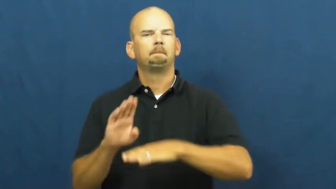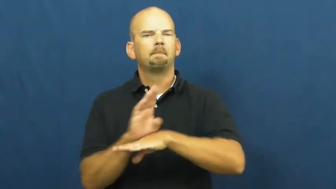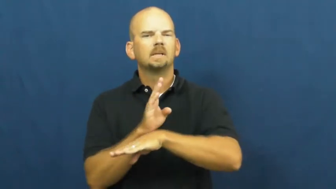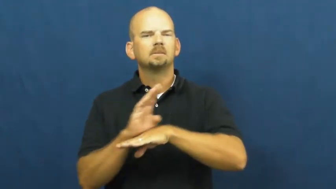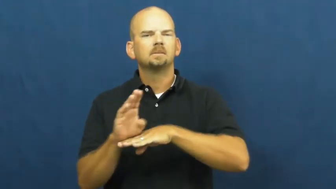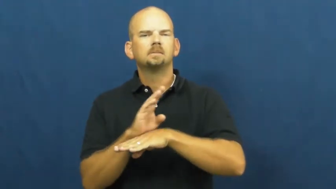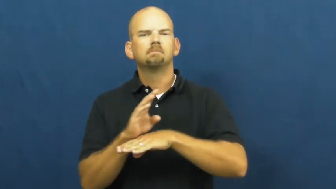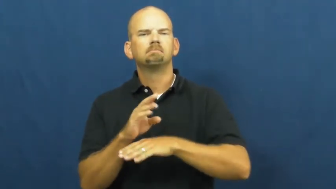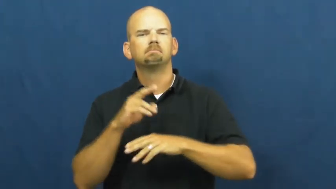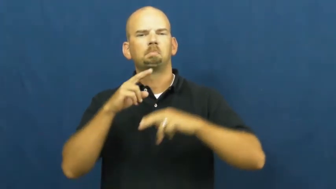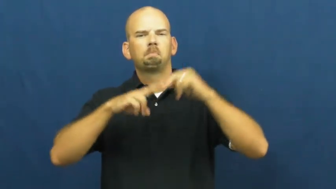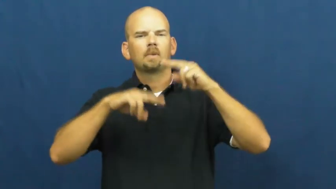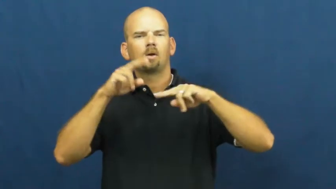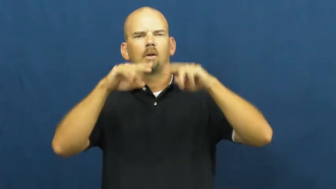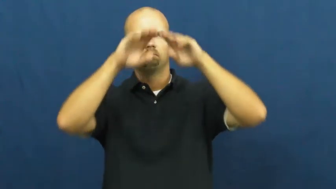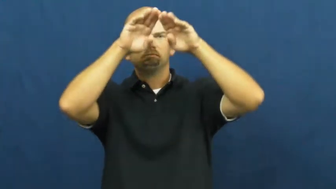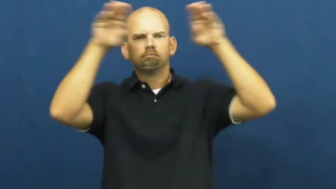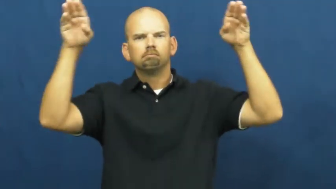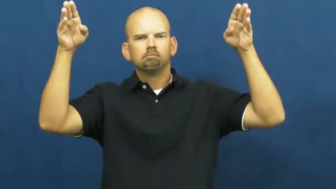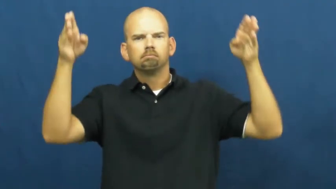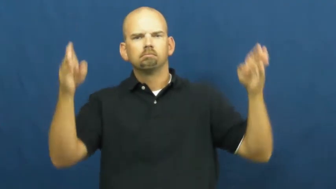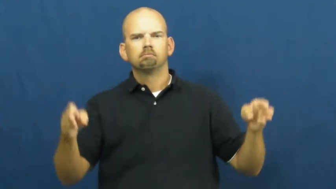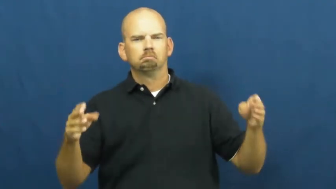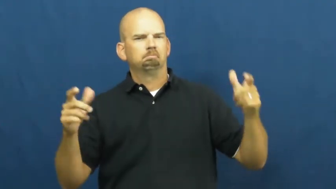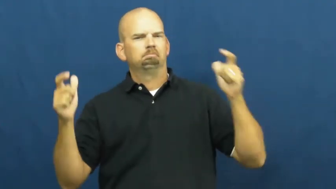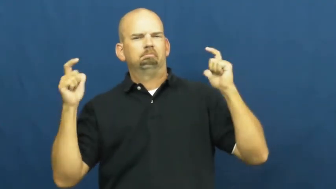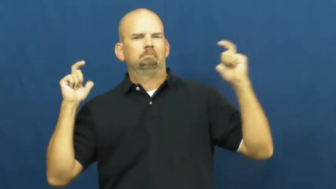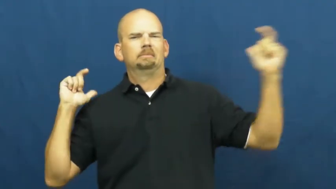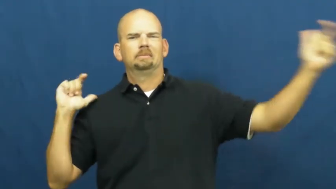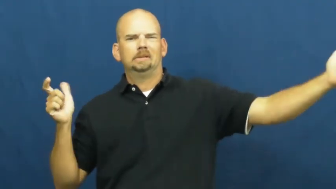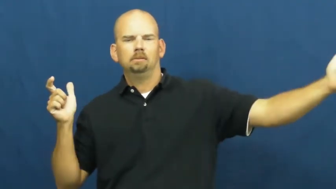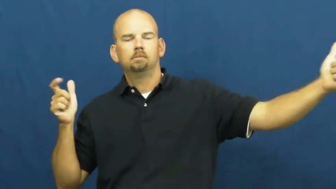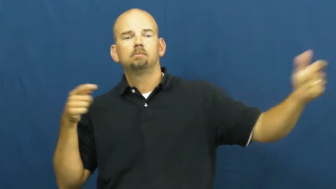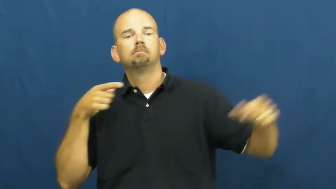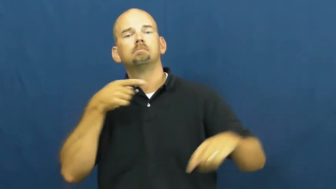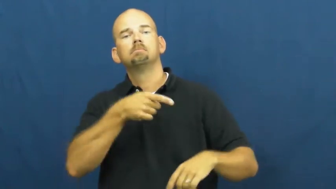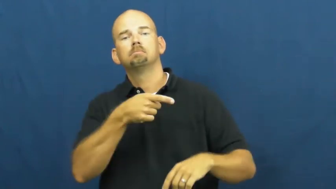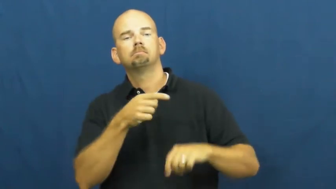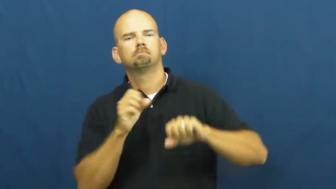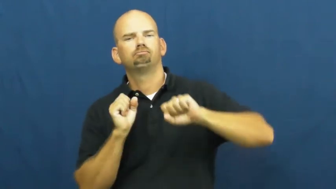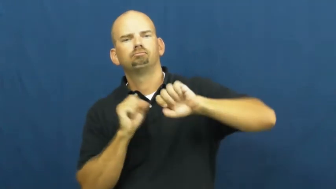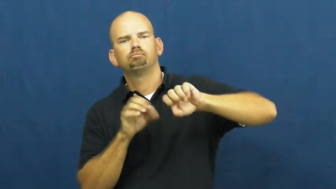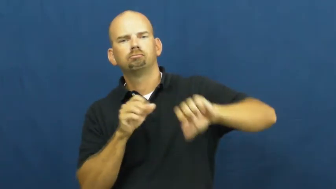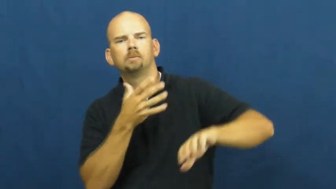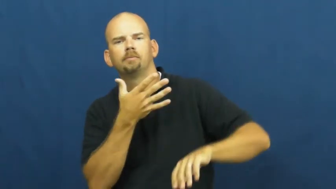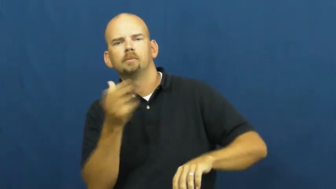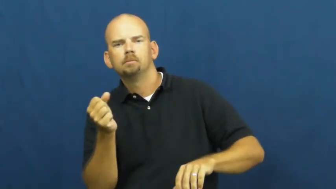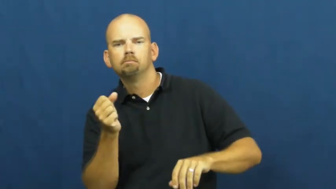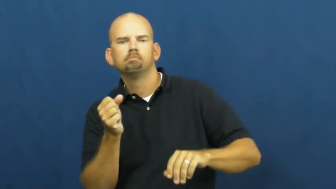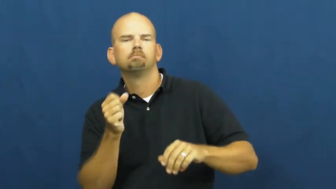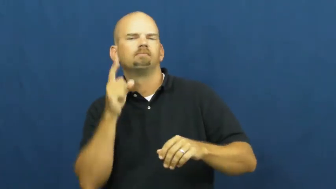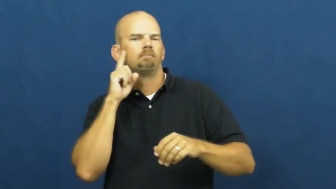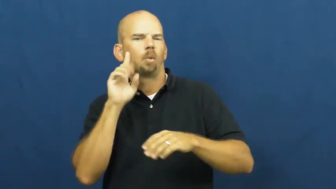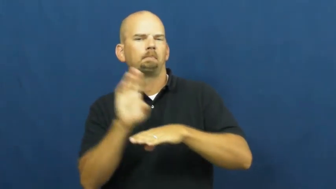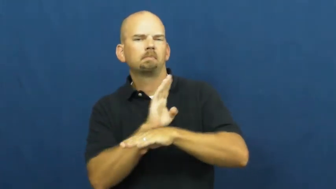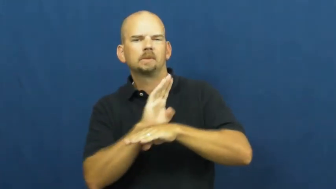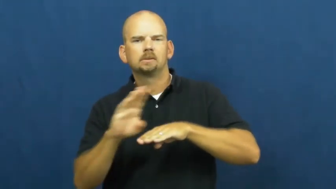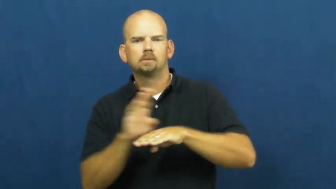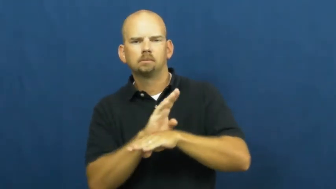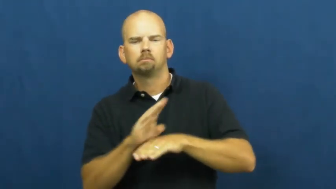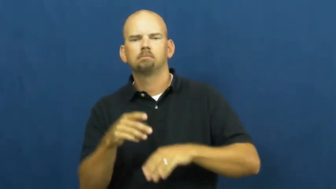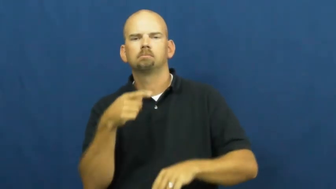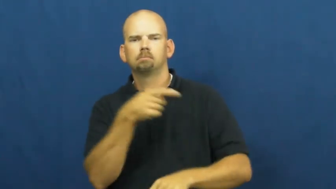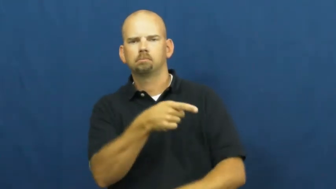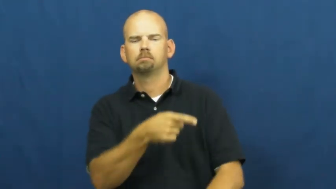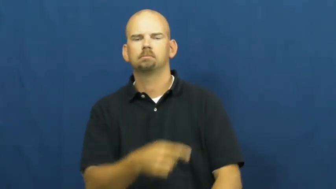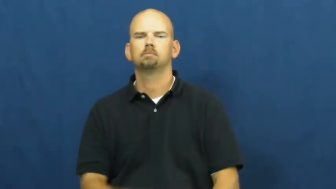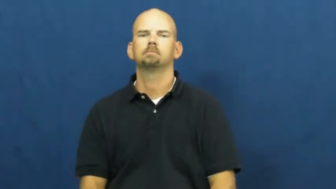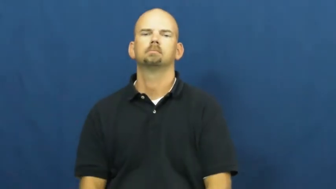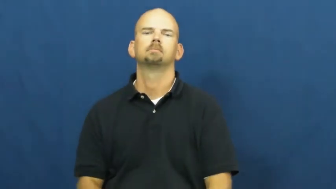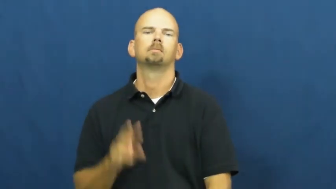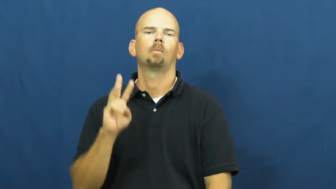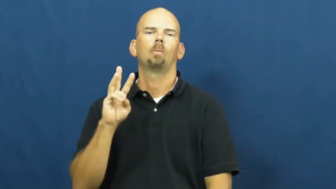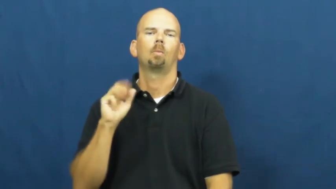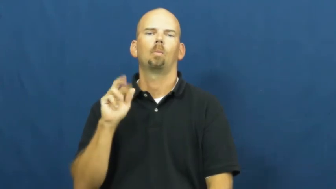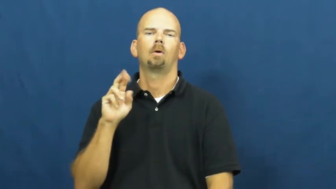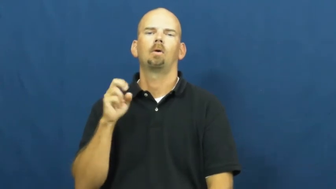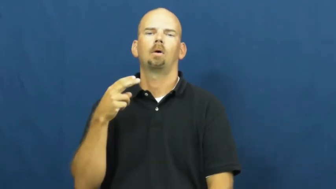warehouse,repertory,storehouse